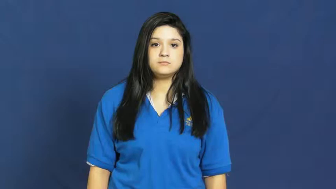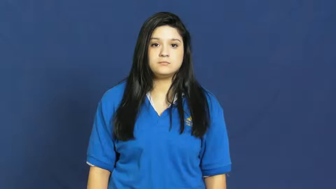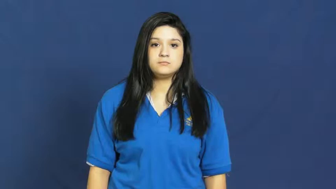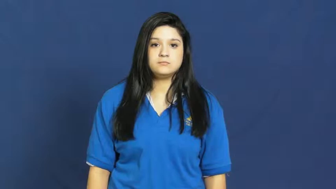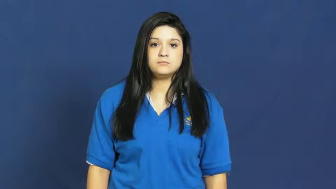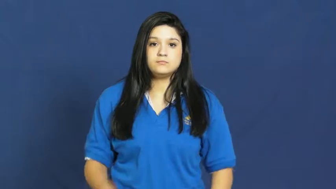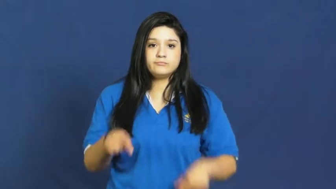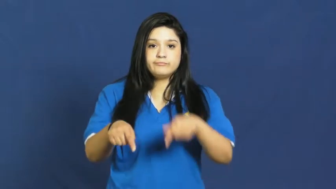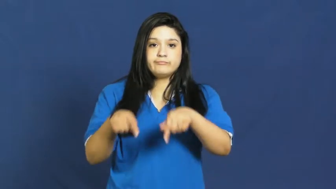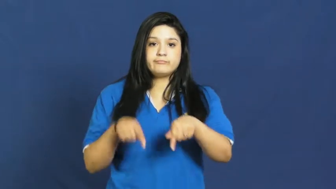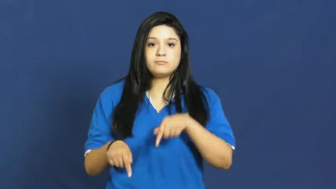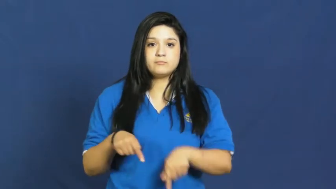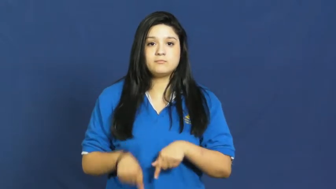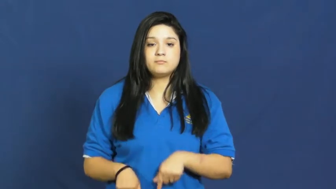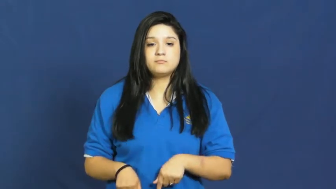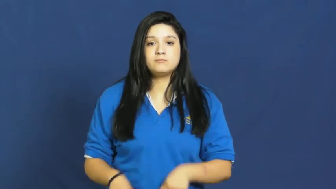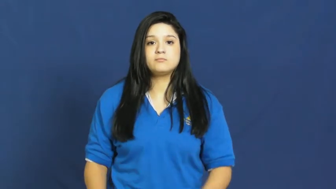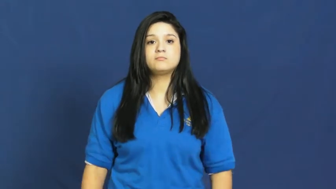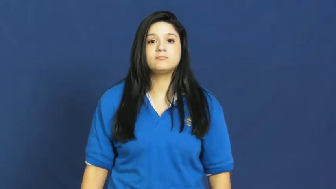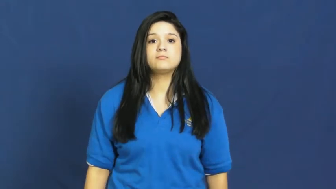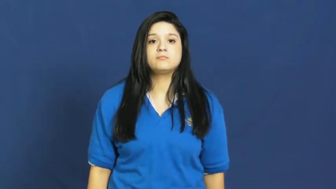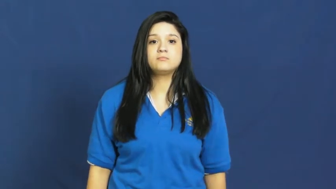retreat,backpedal,back off,back away,back down,drop off